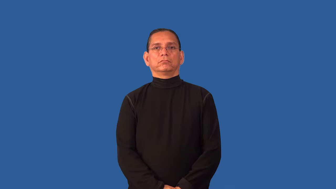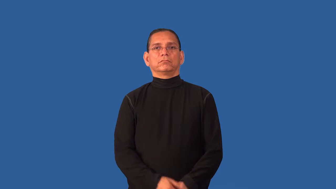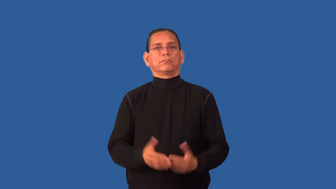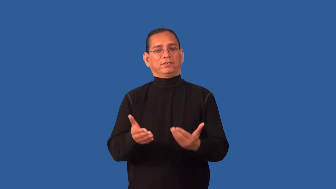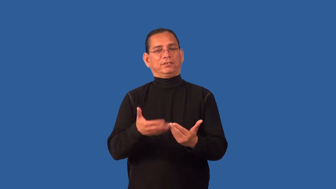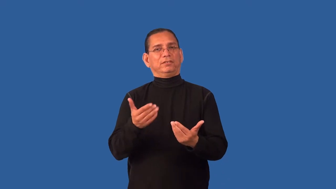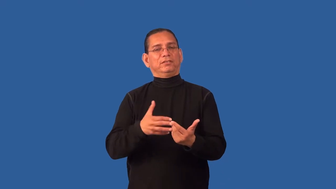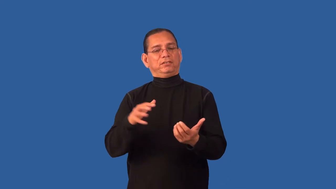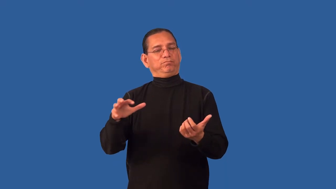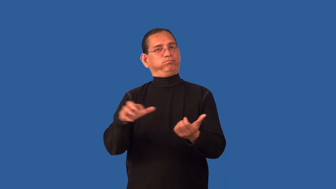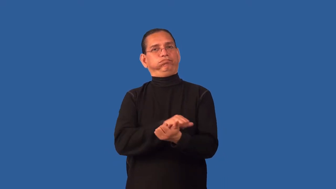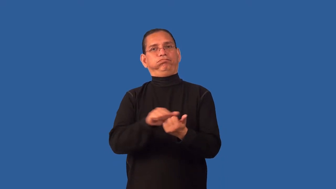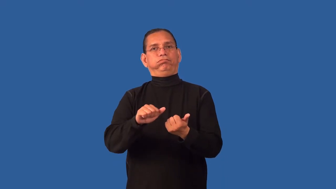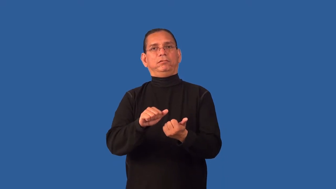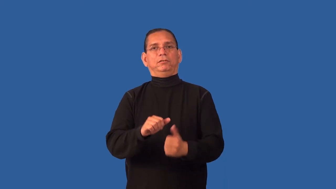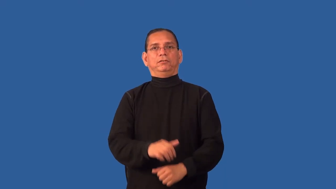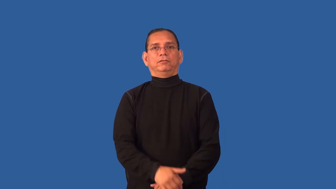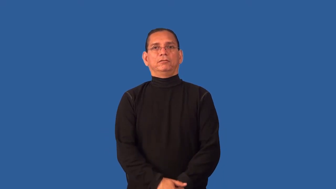destructible